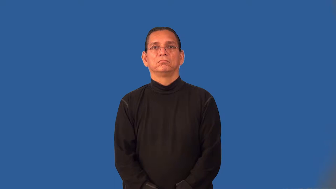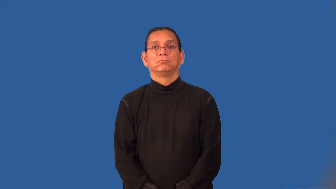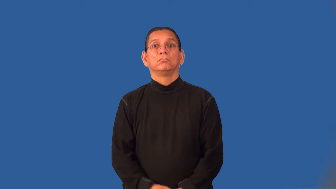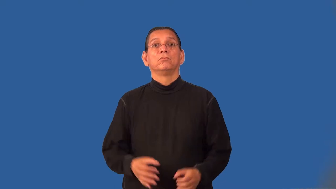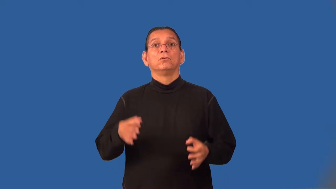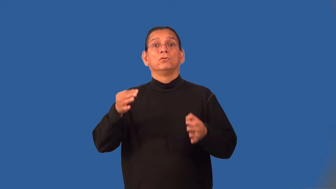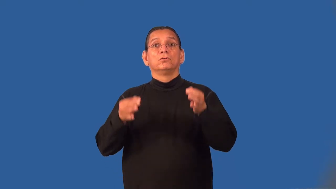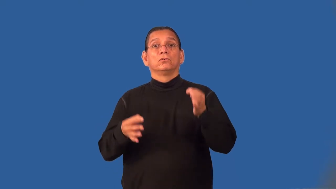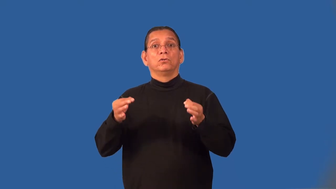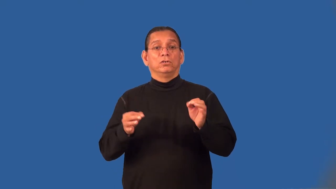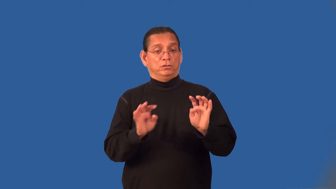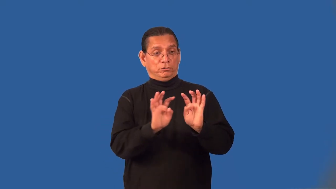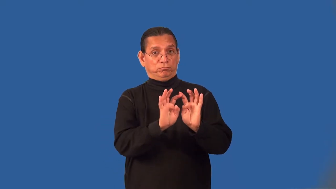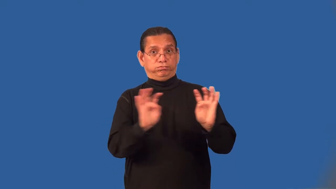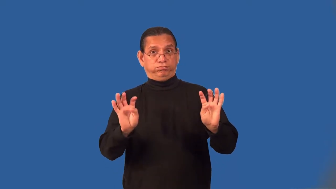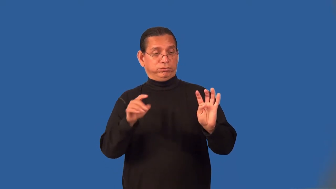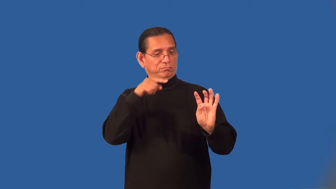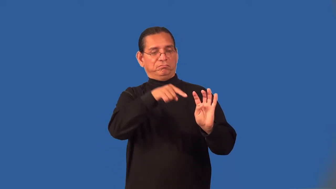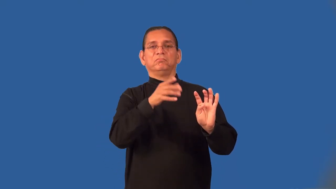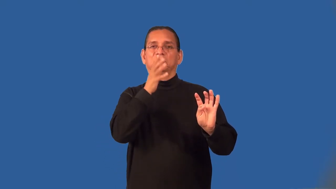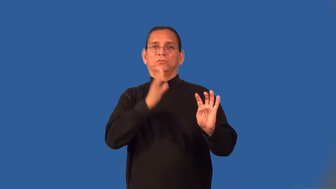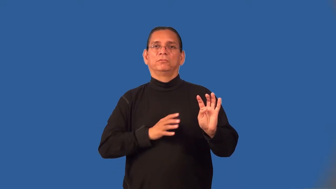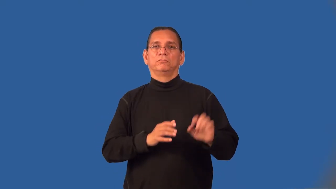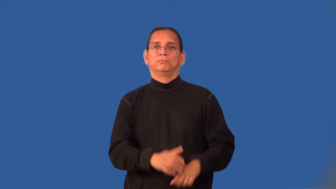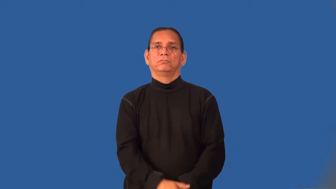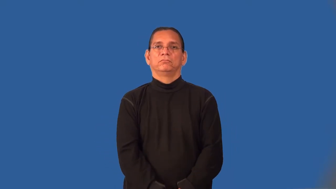jurywoman